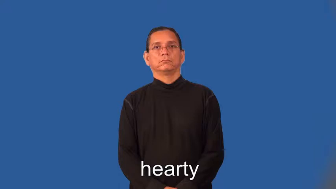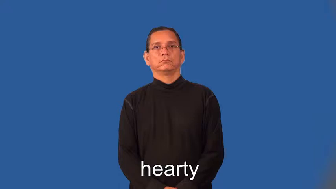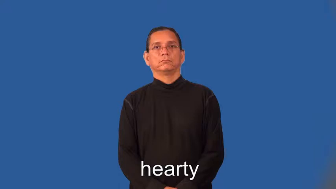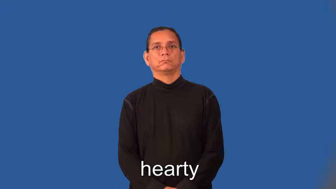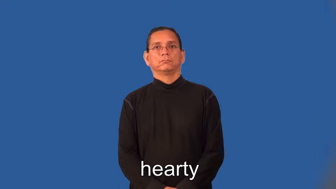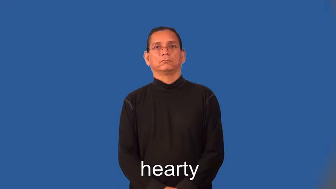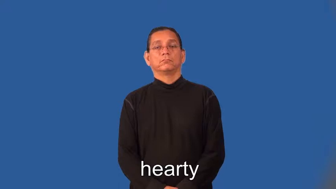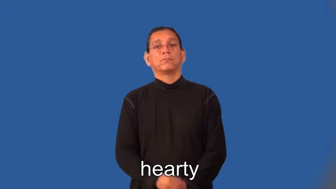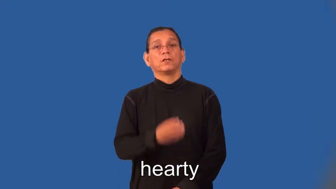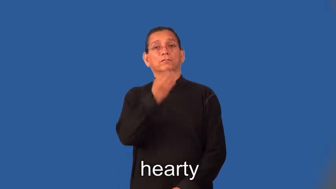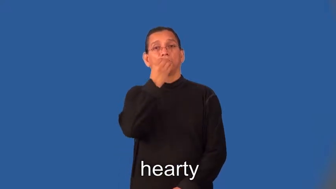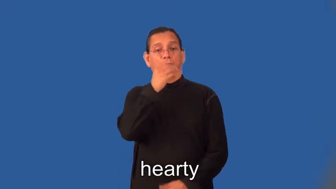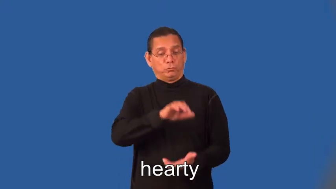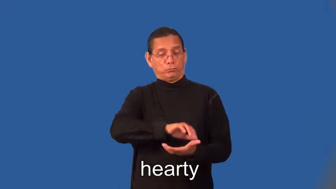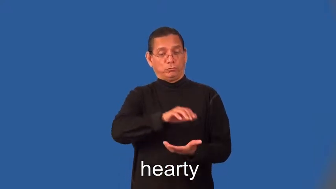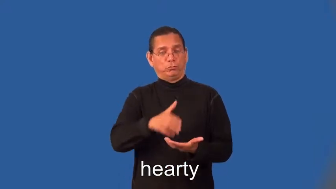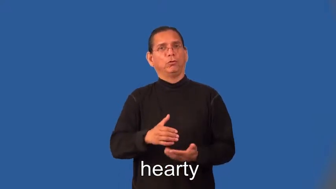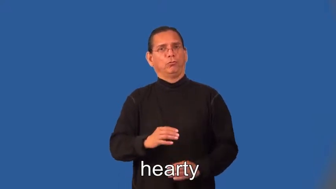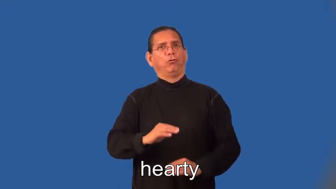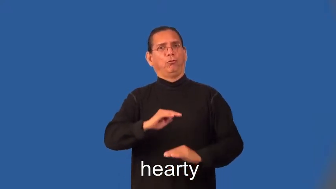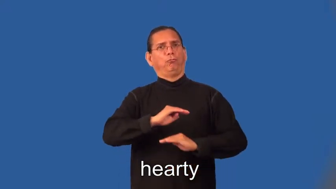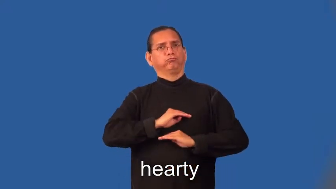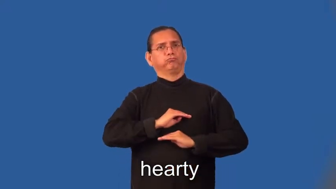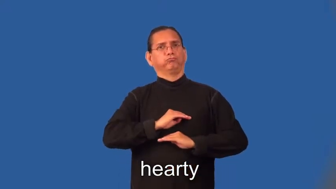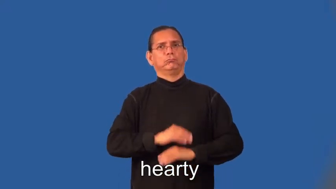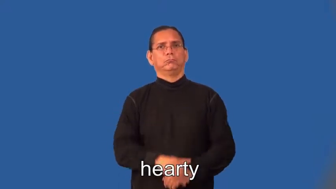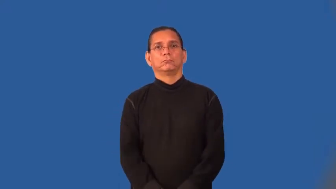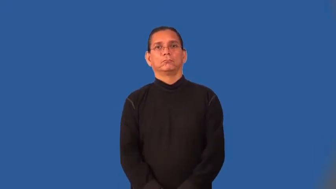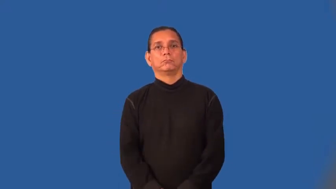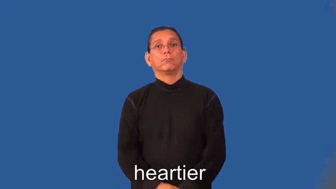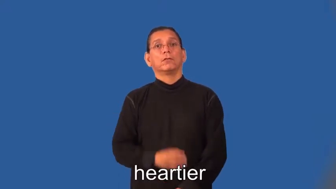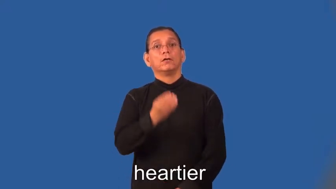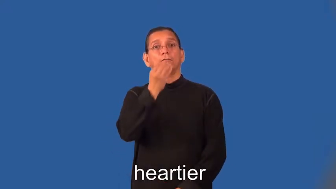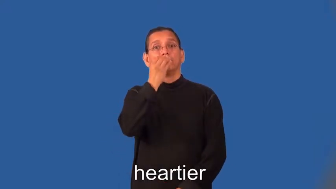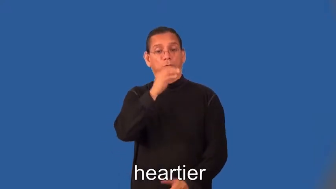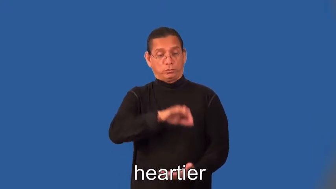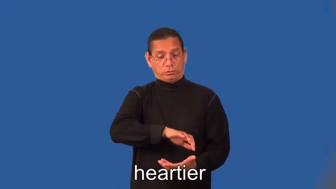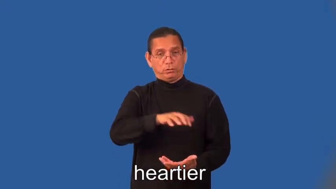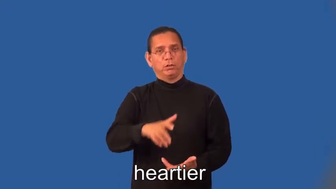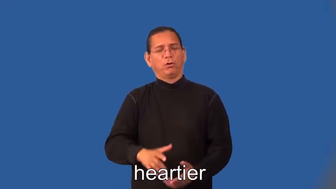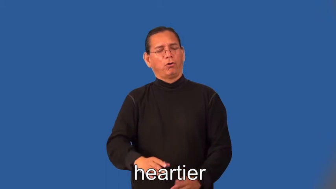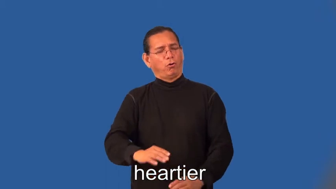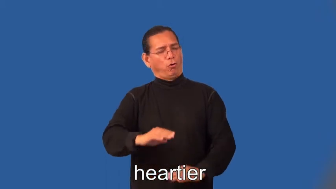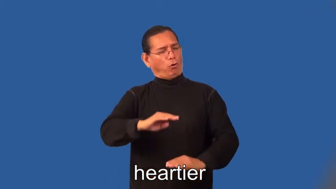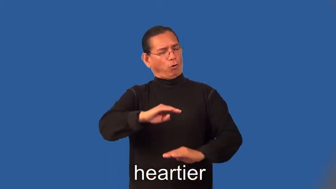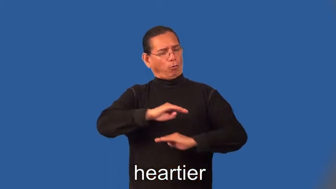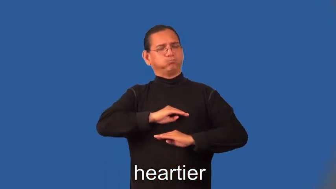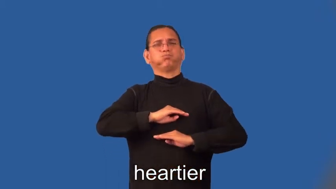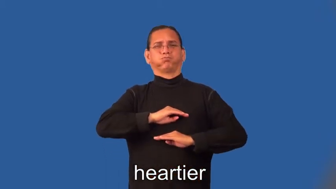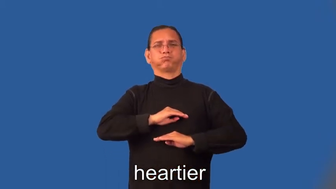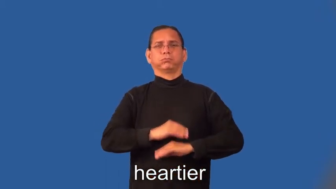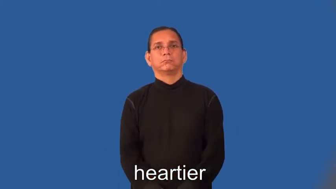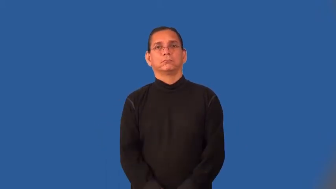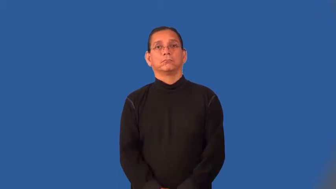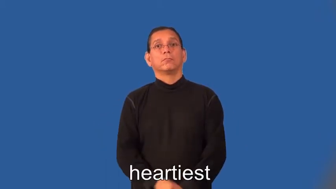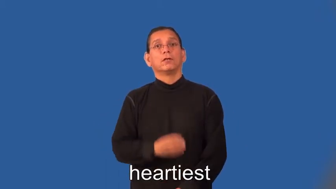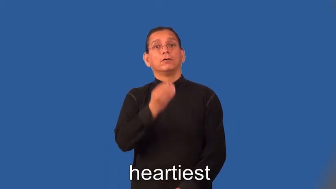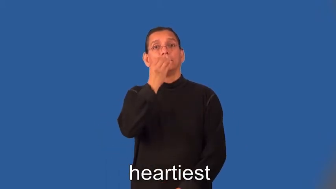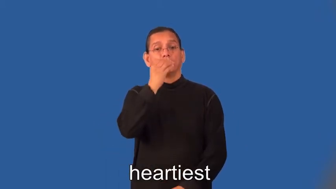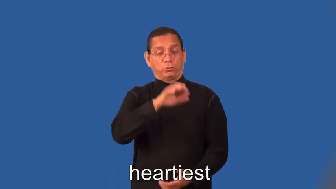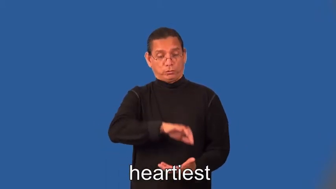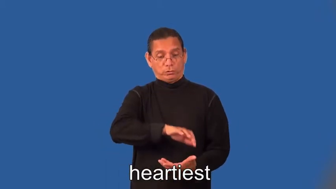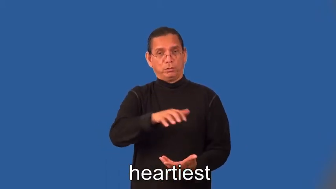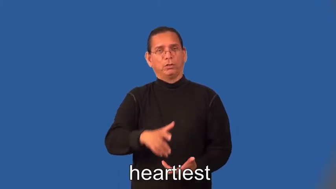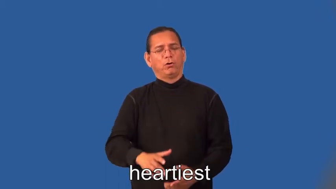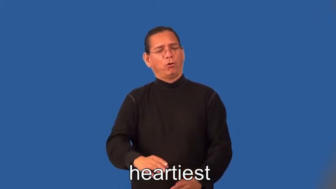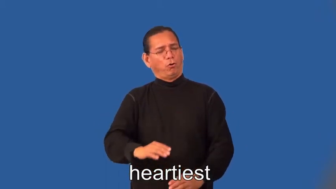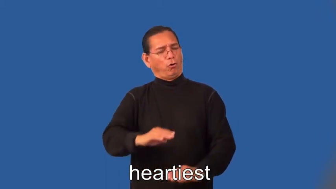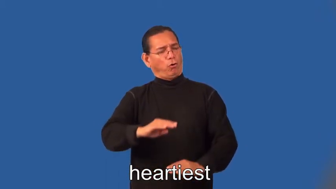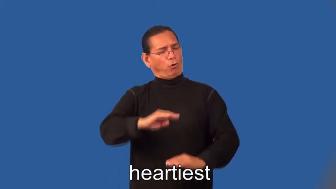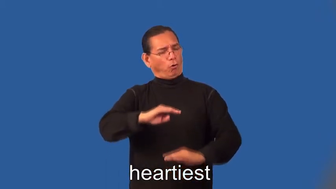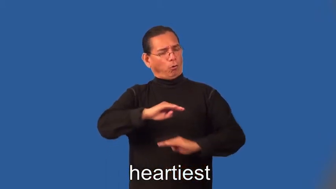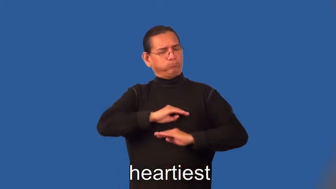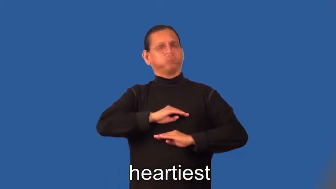heartier,heartiest-food